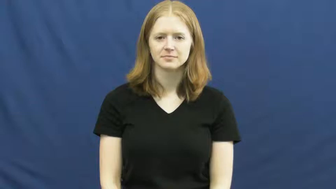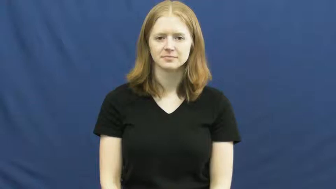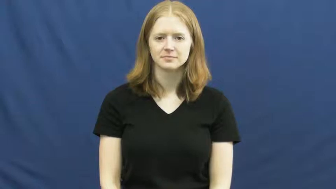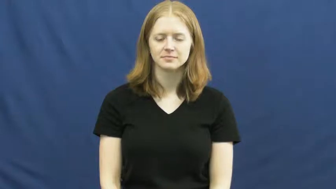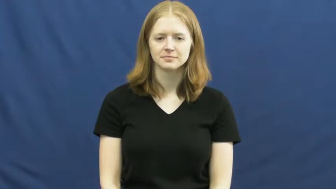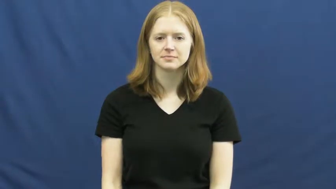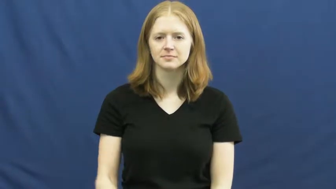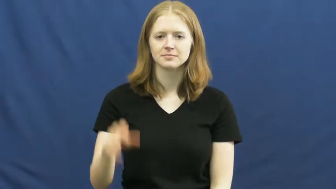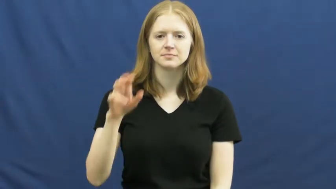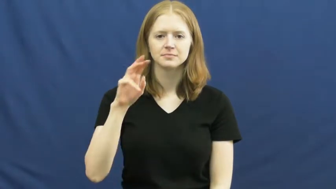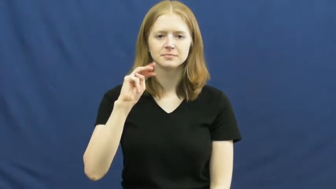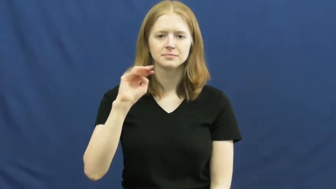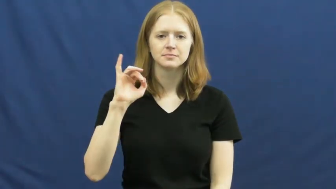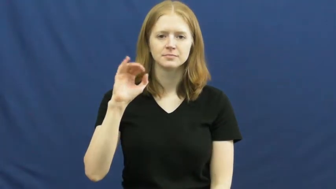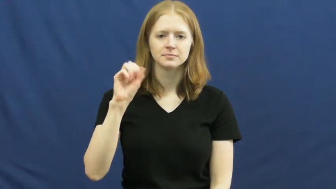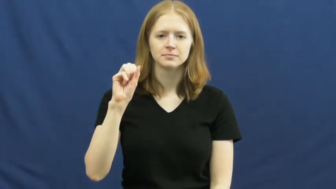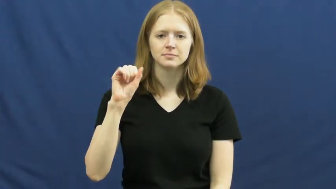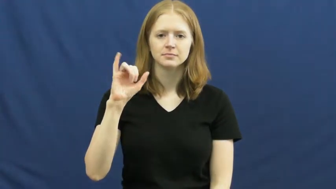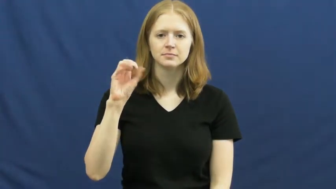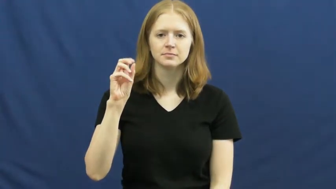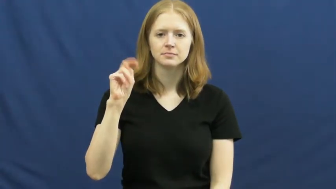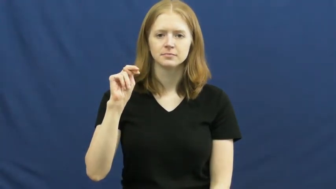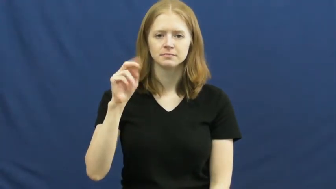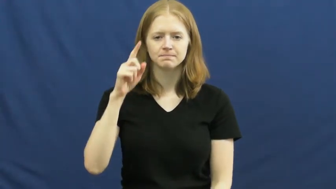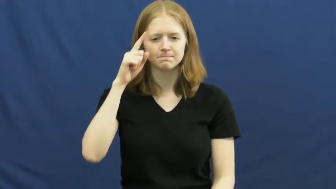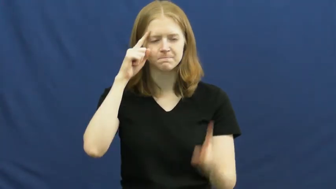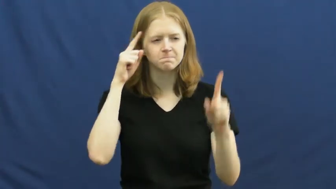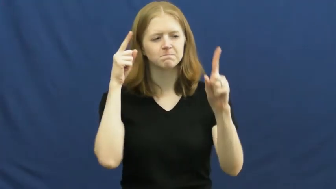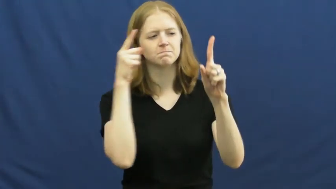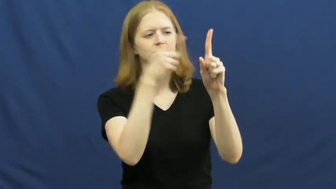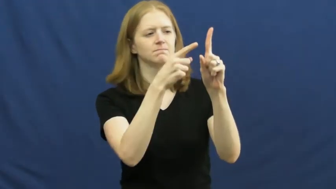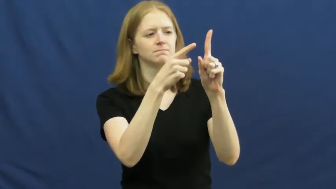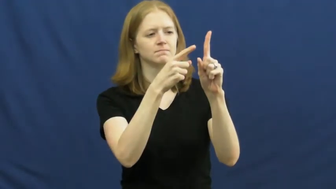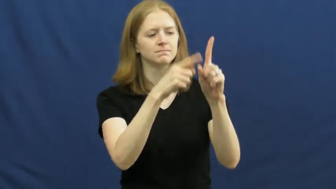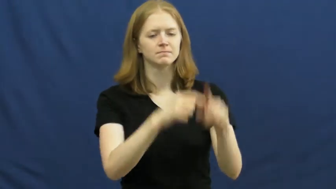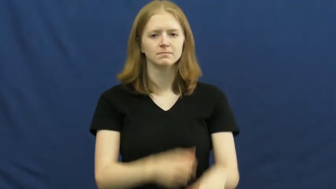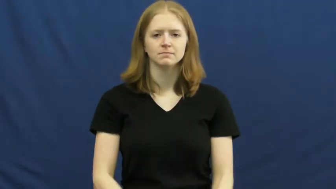mission-goal